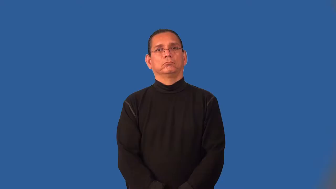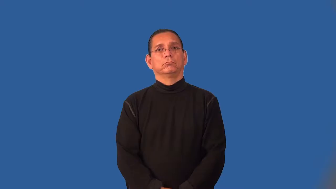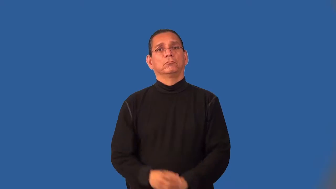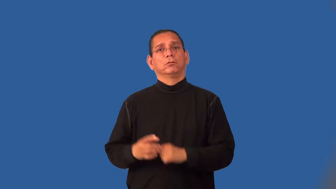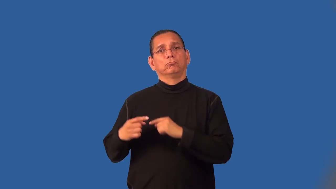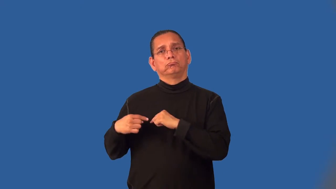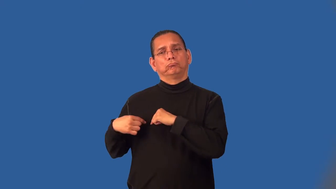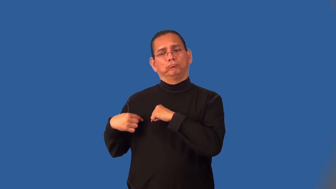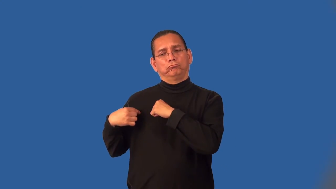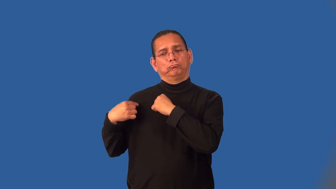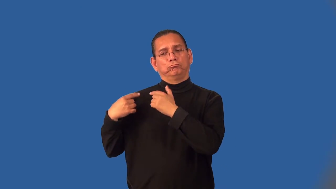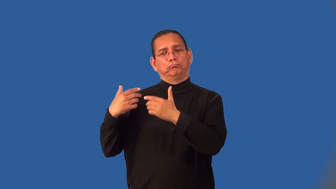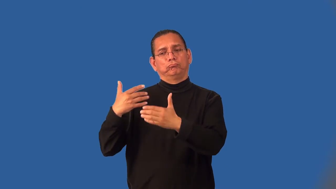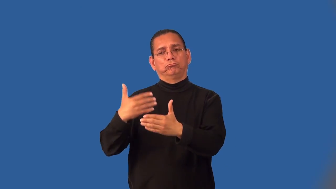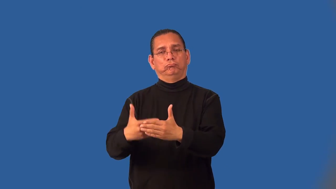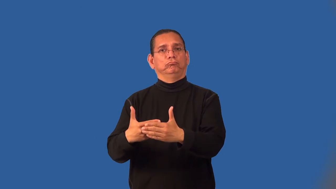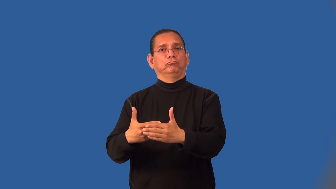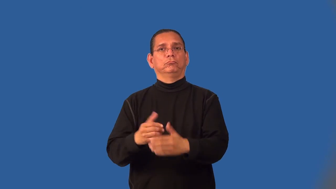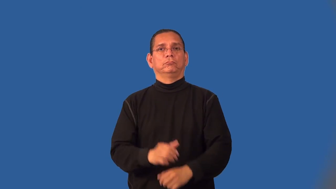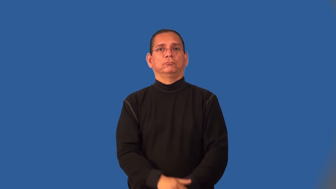insofar